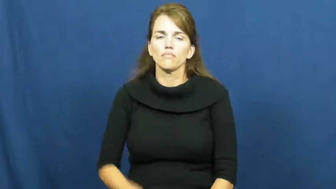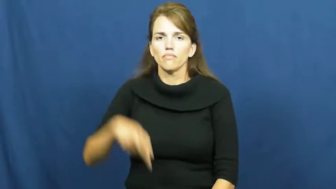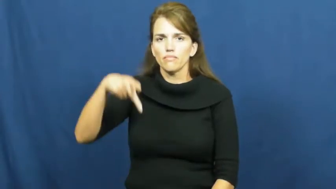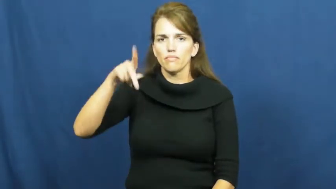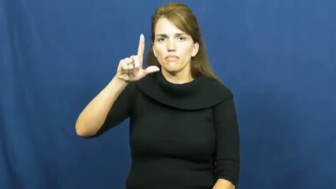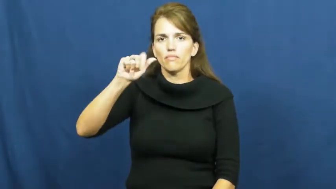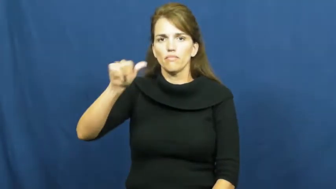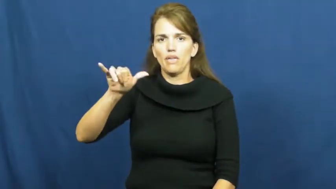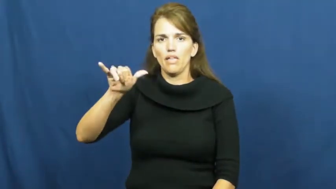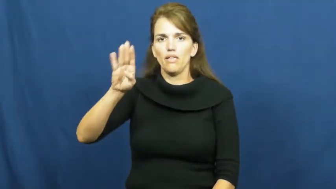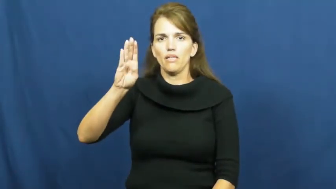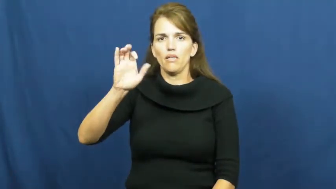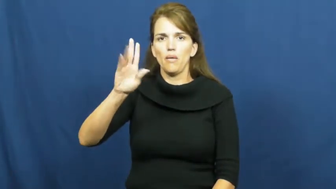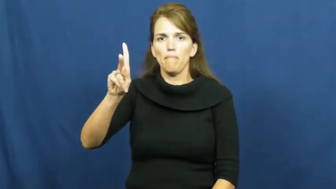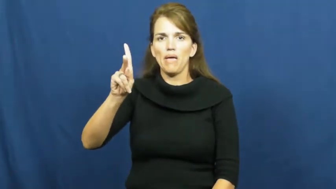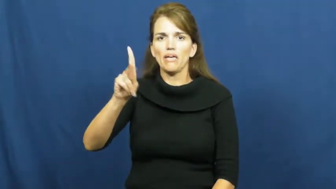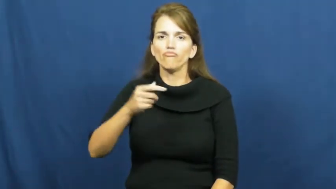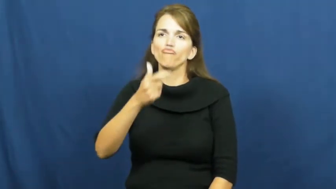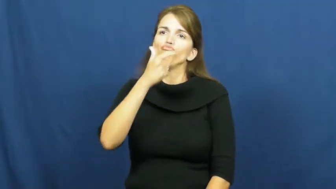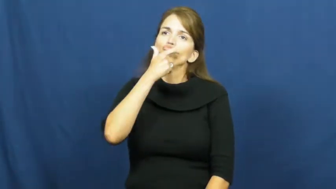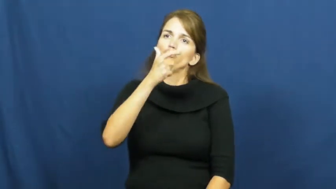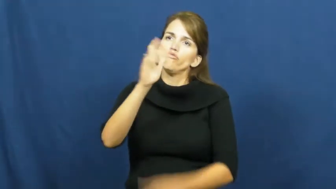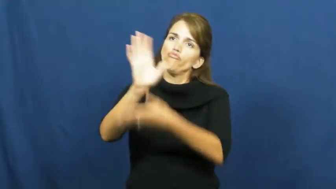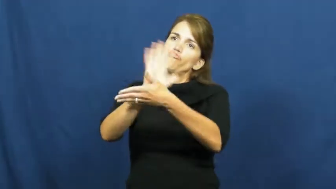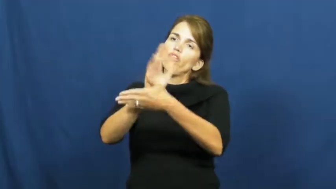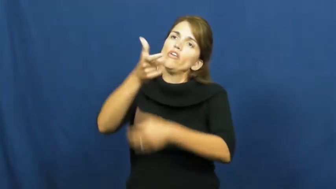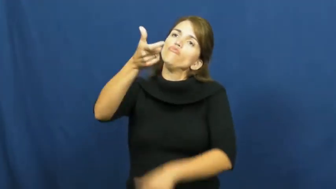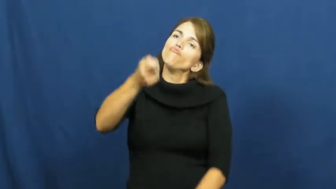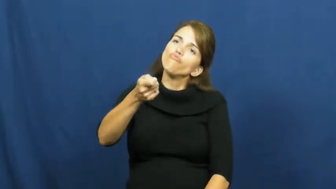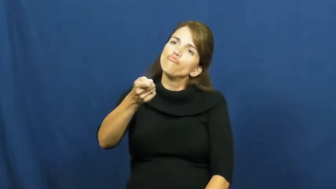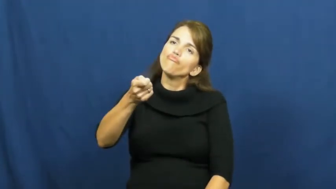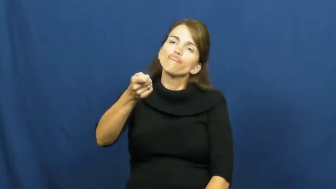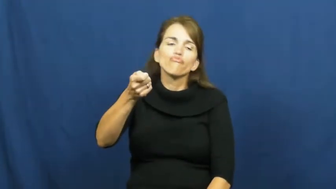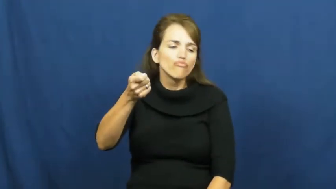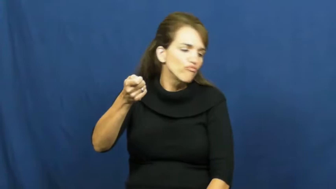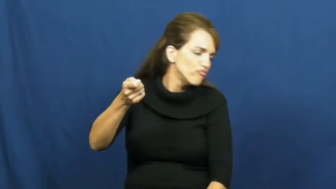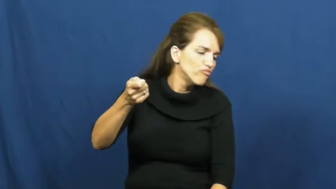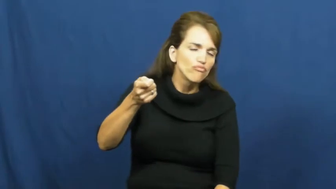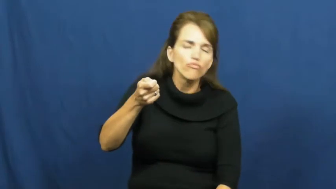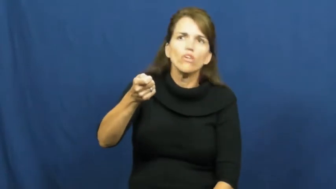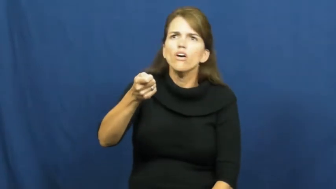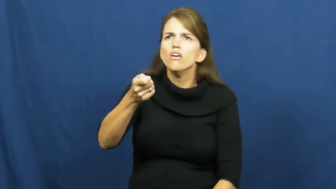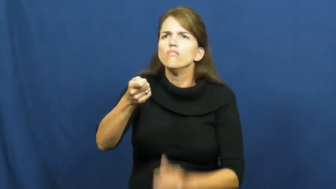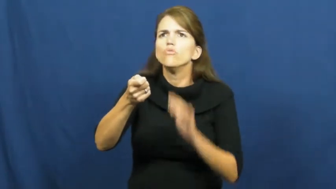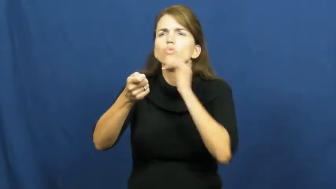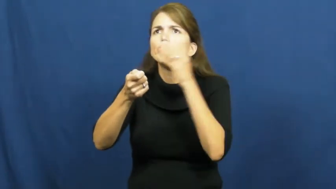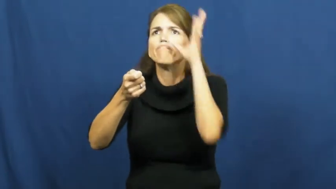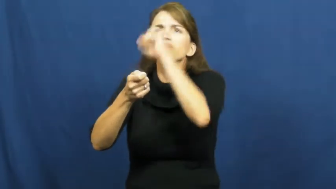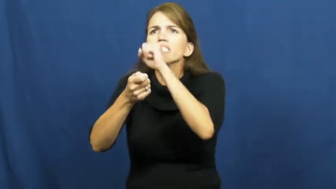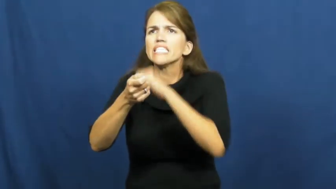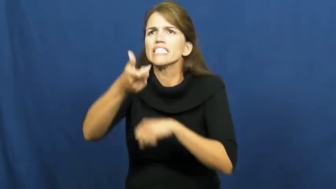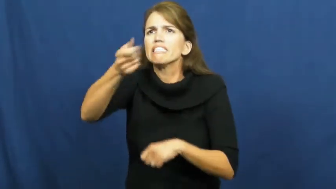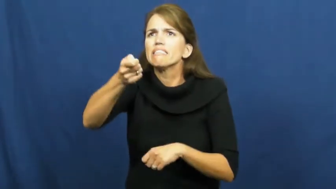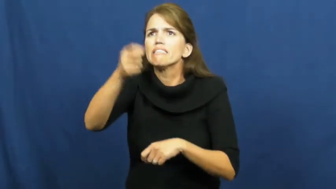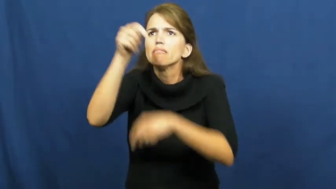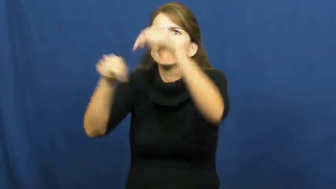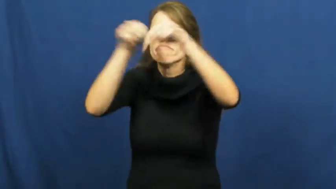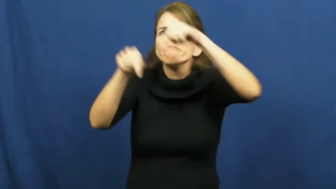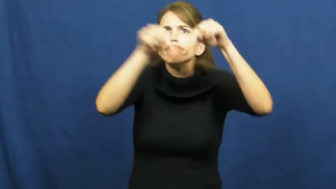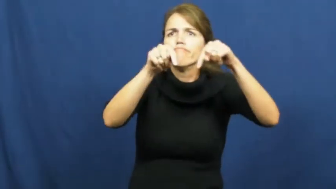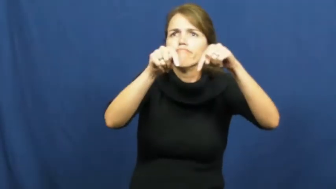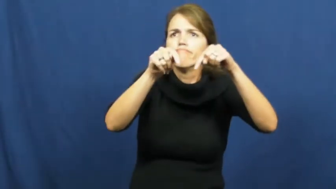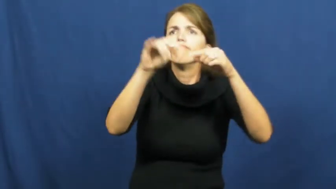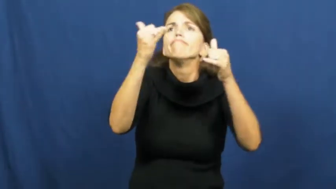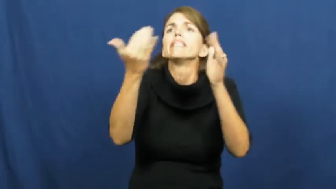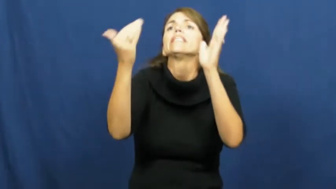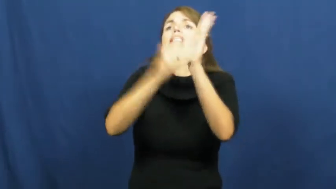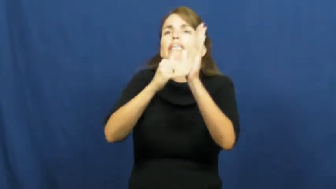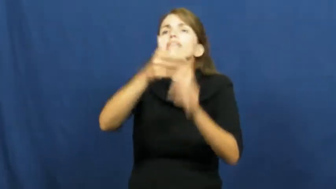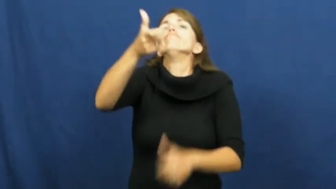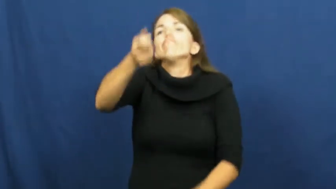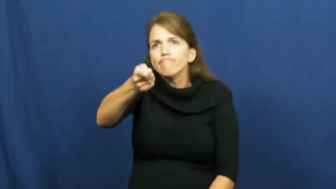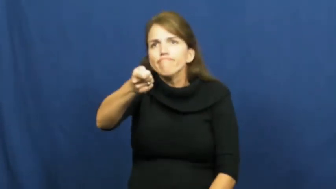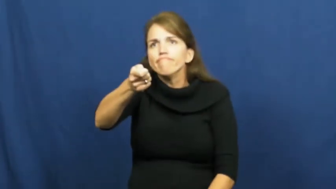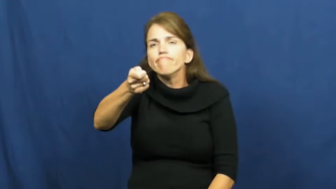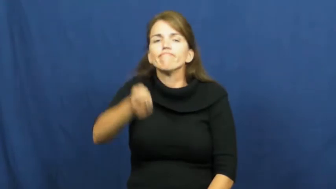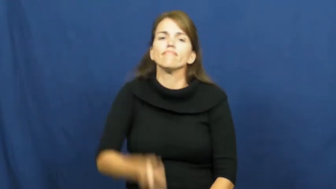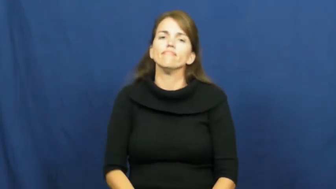playback